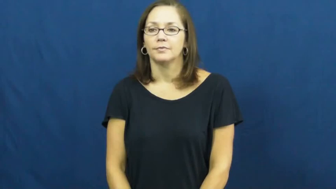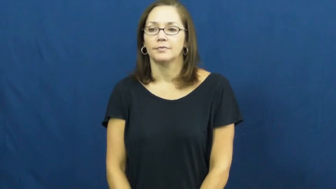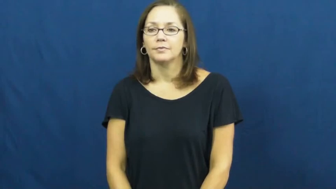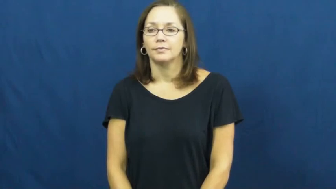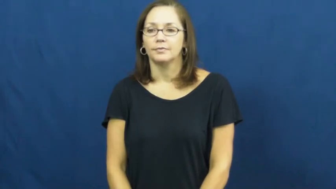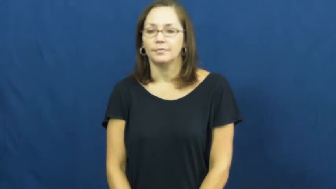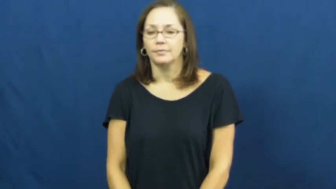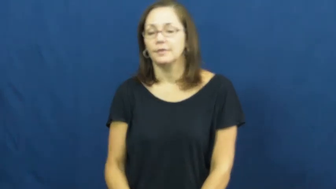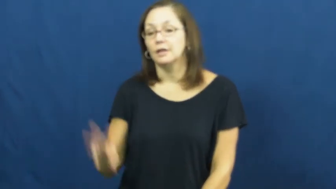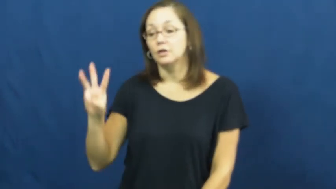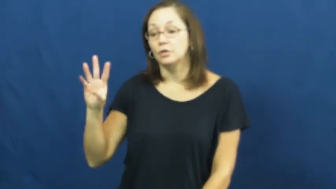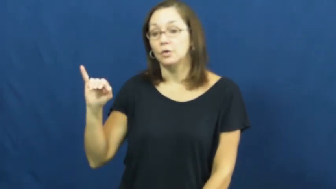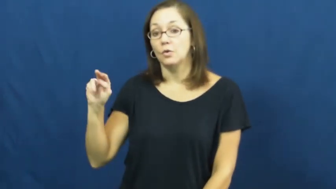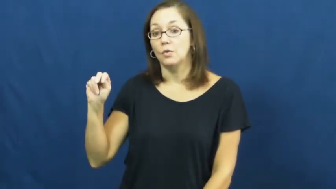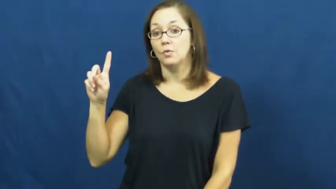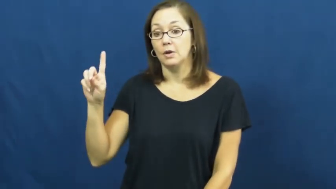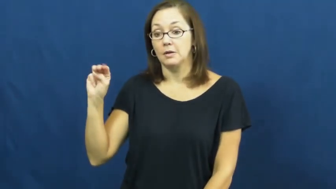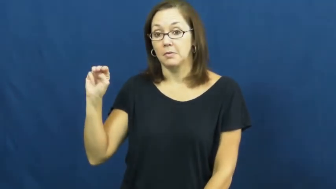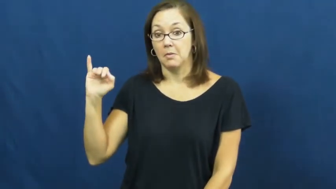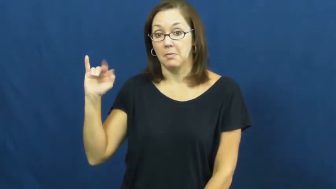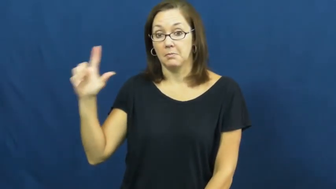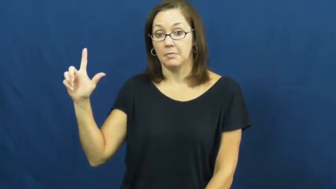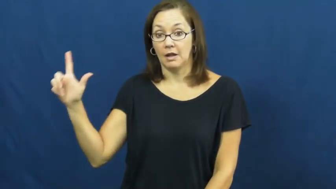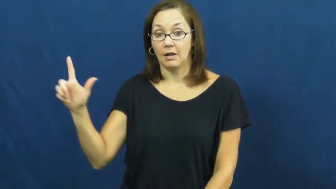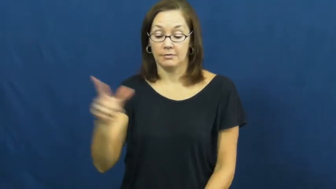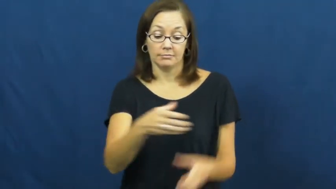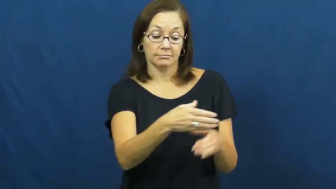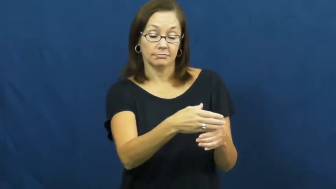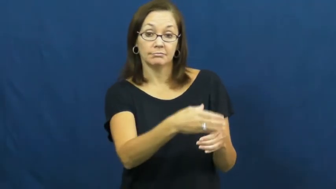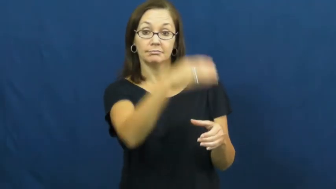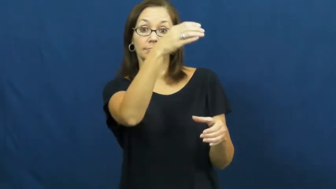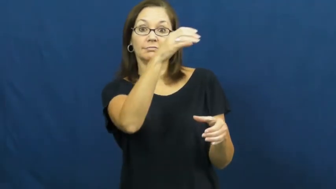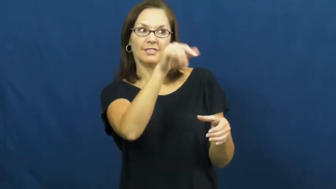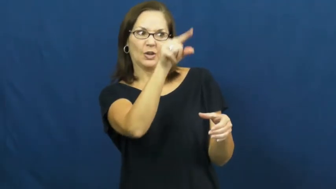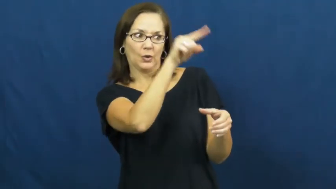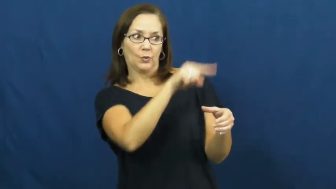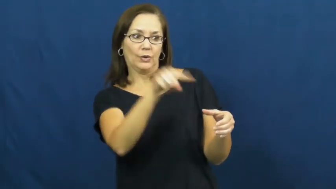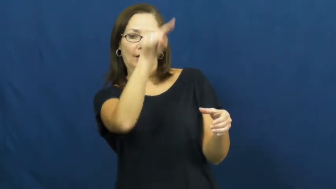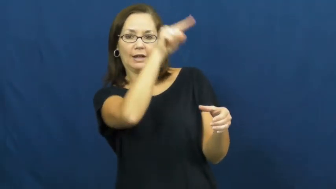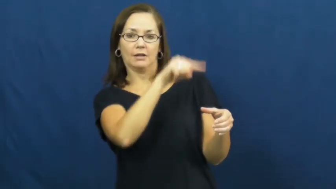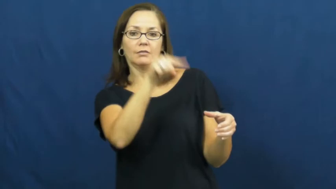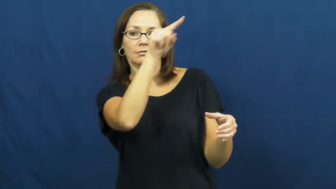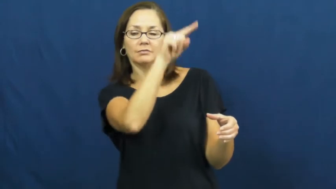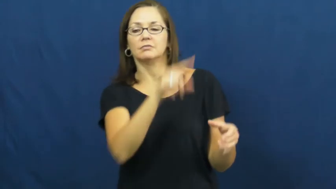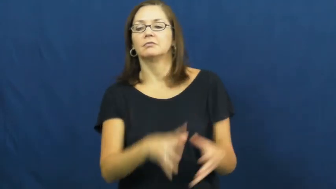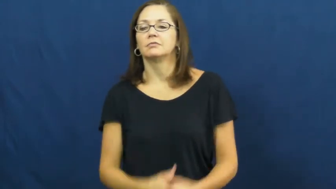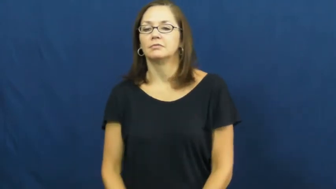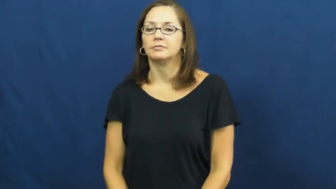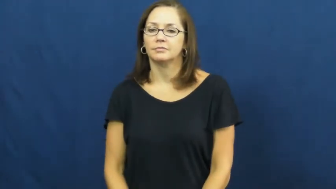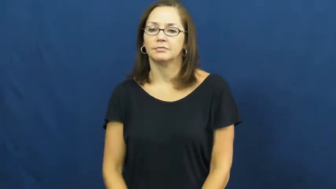windmill